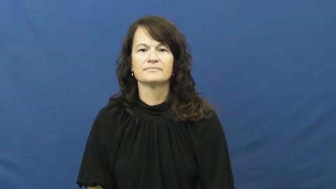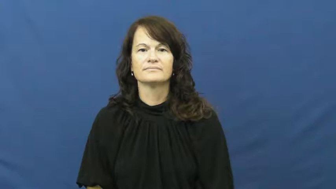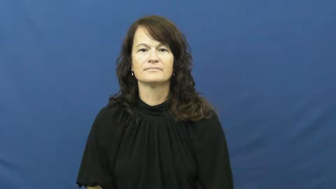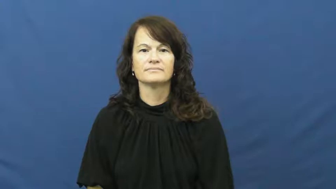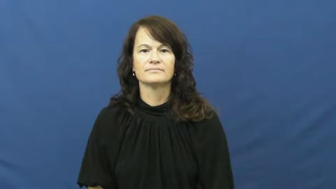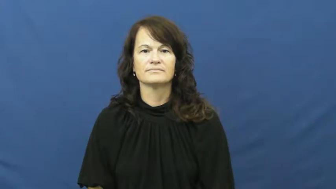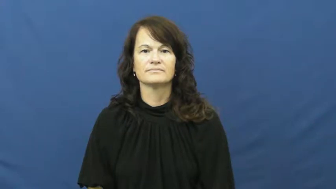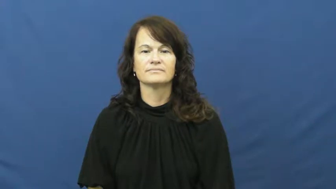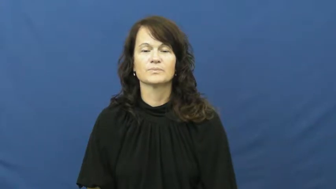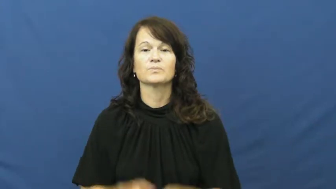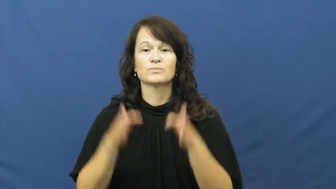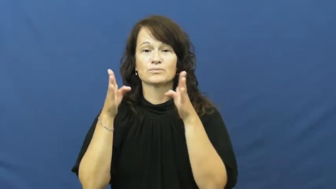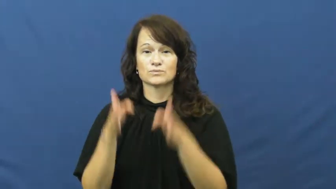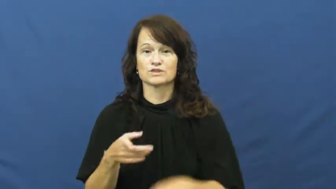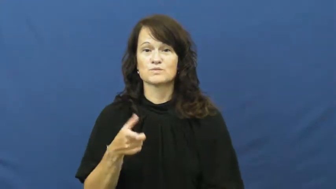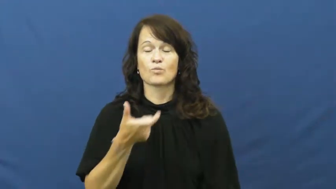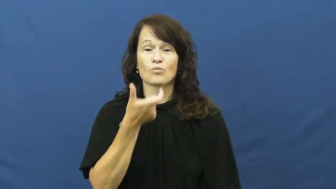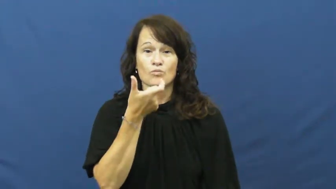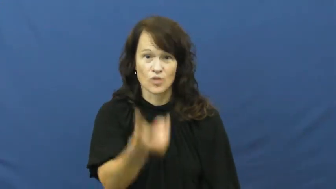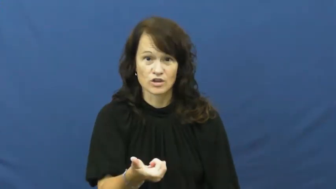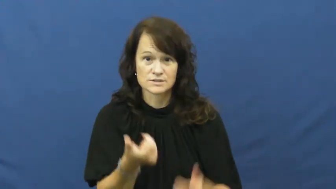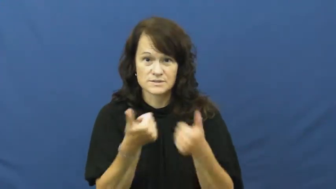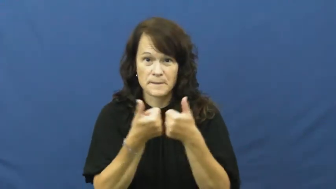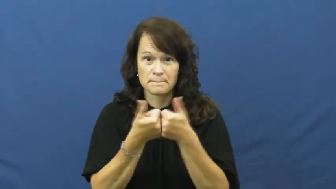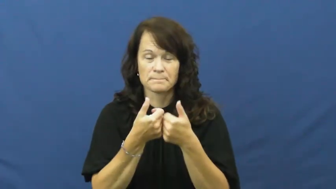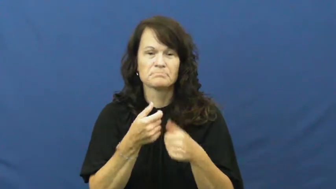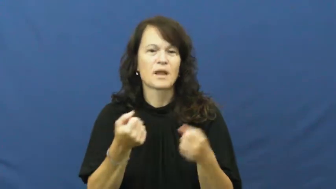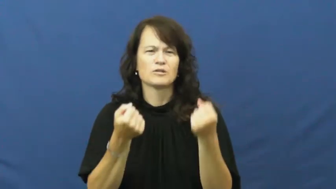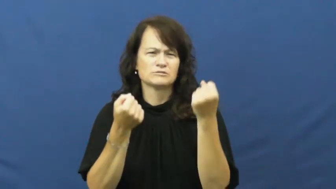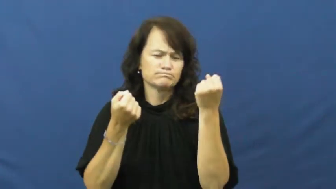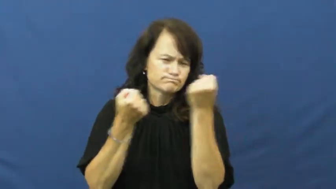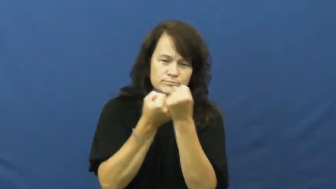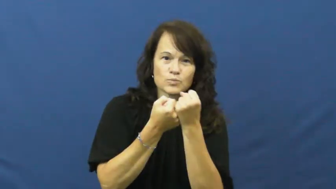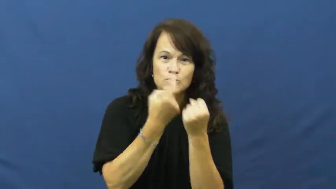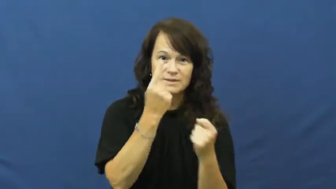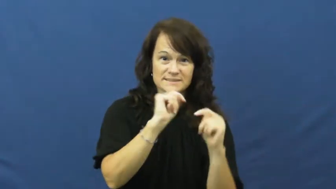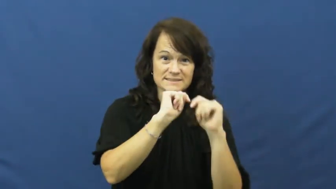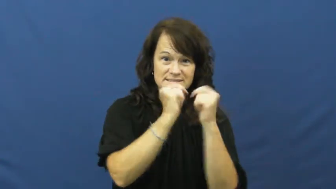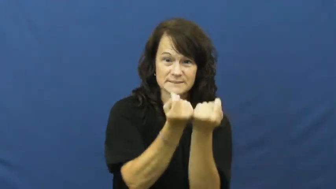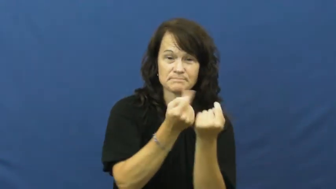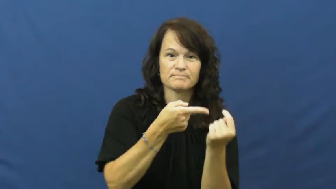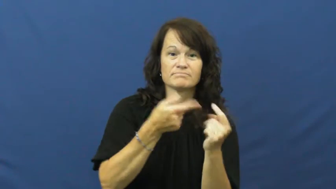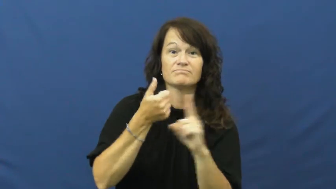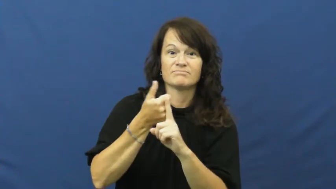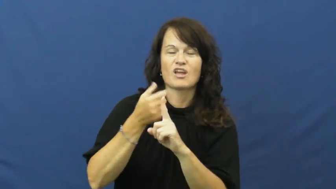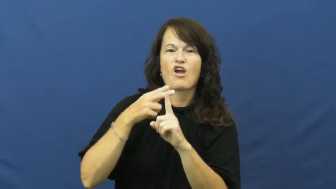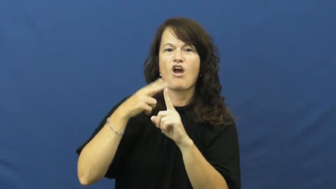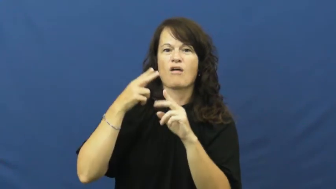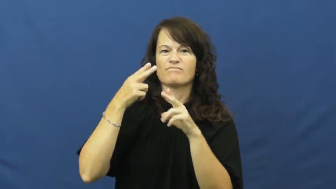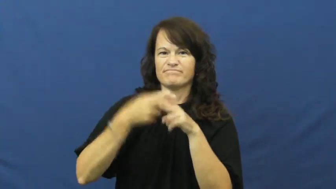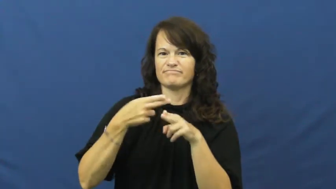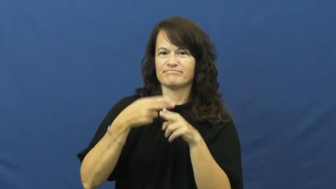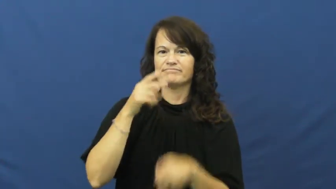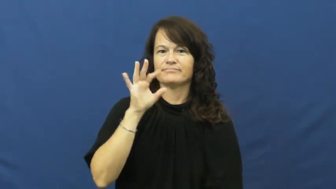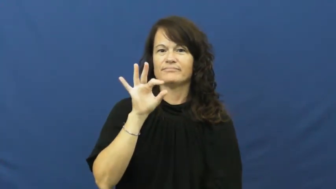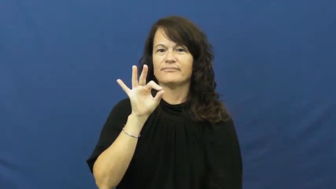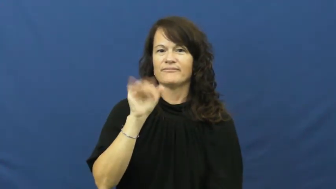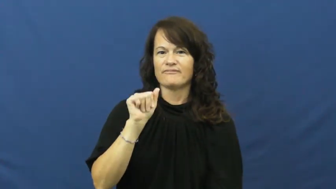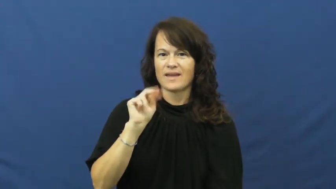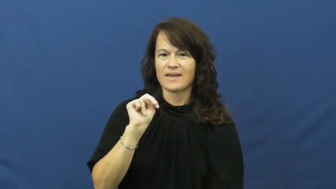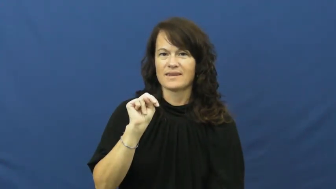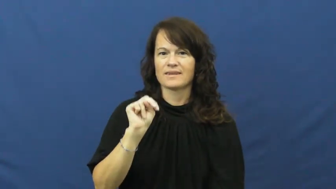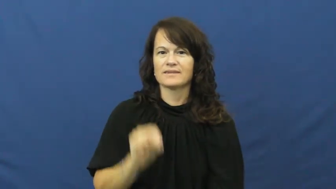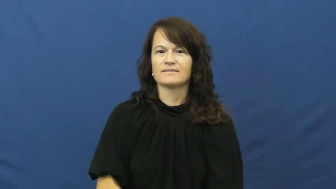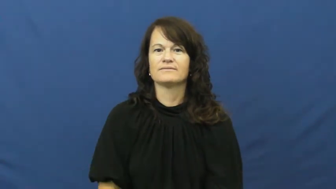fan,rooter,follower-sports